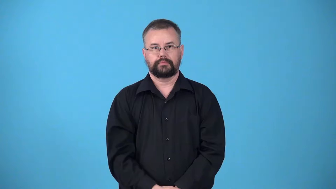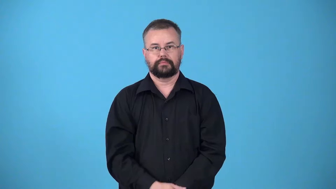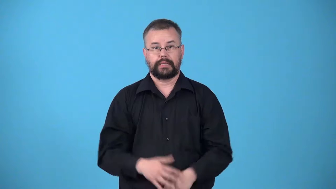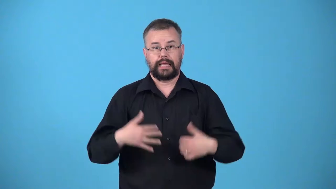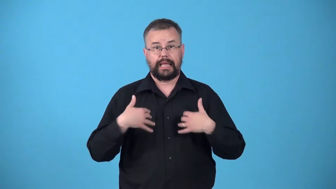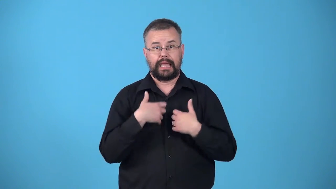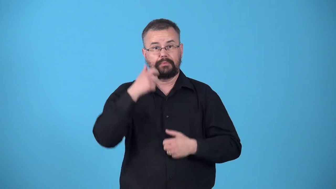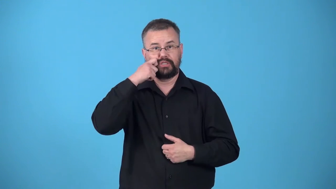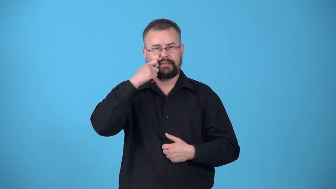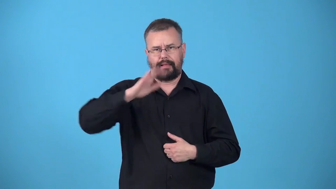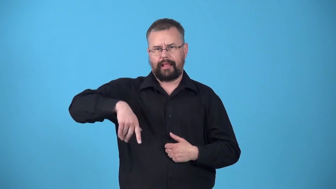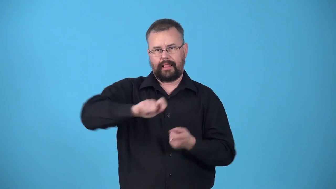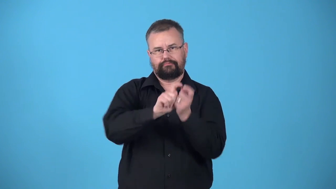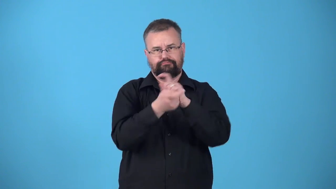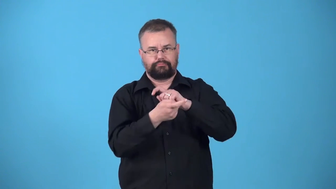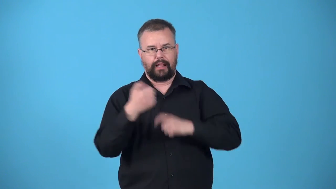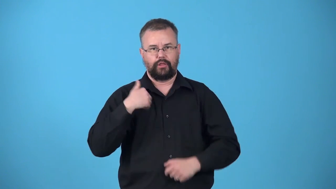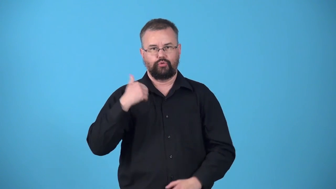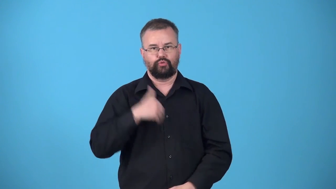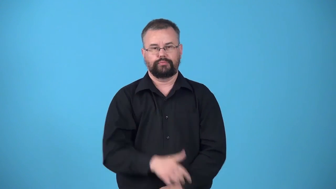untanned-leather